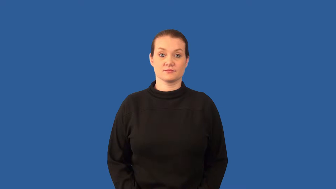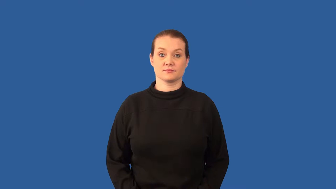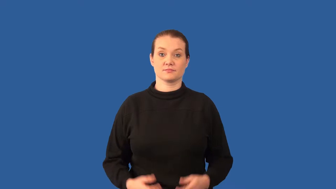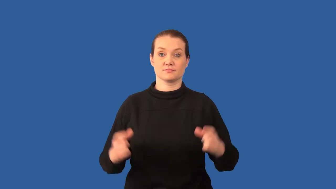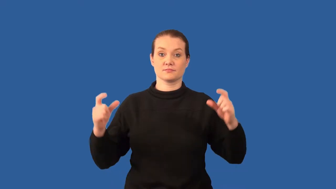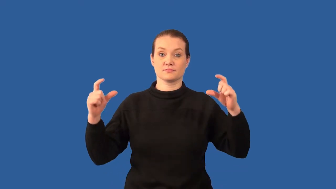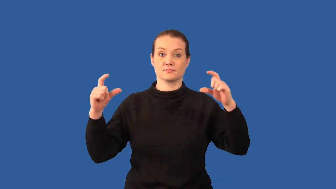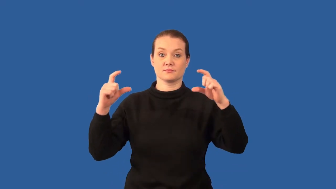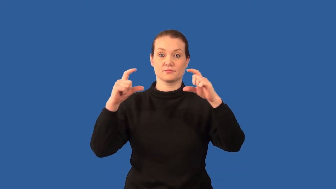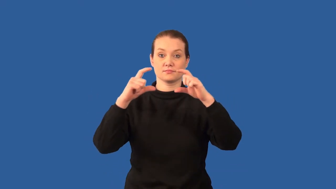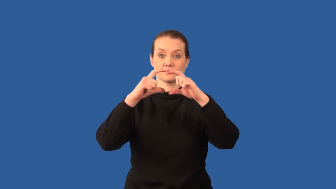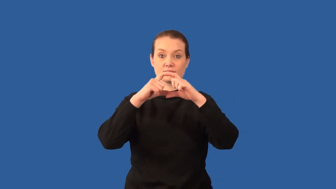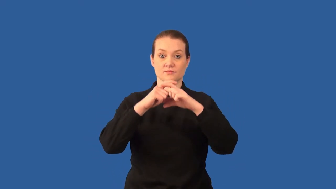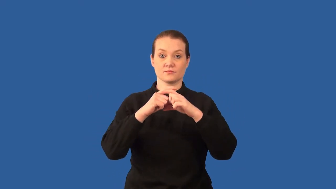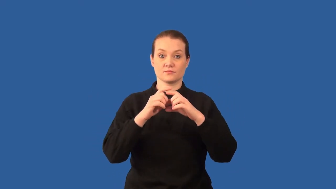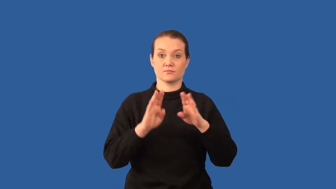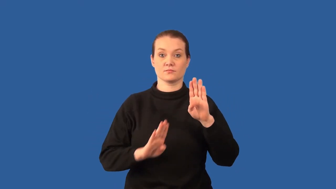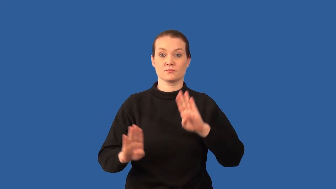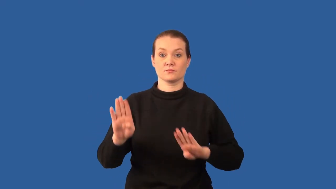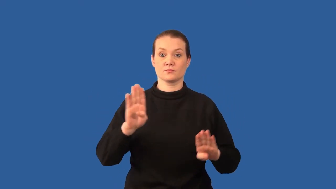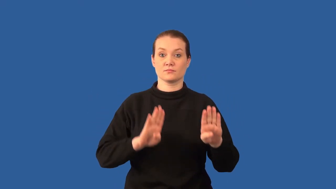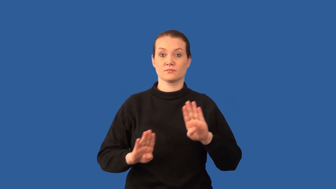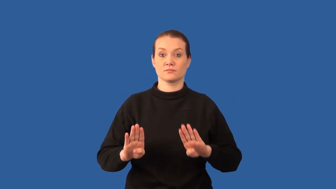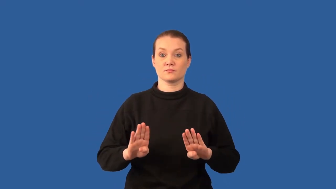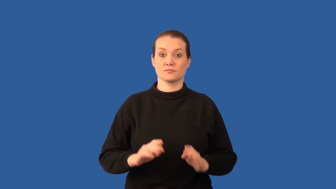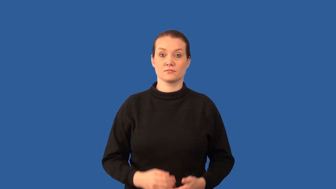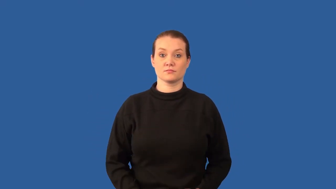microbiology